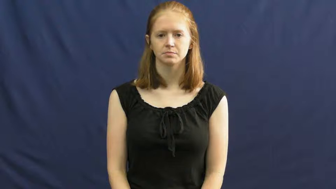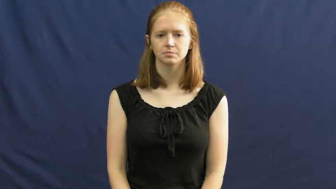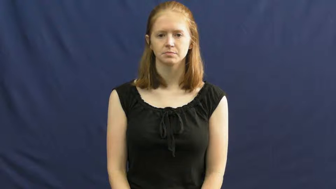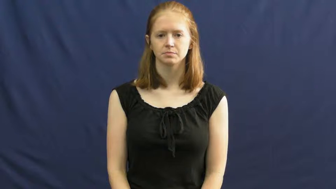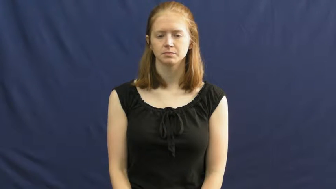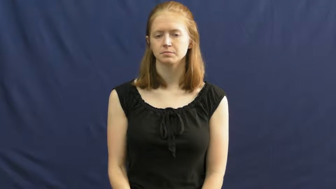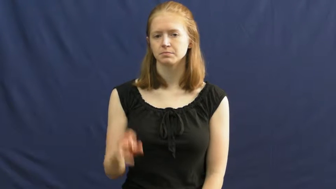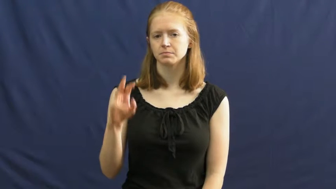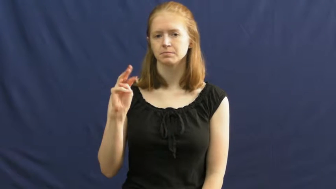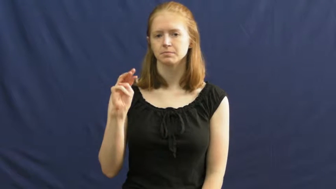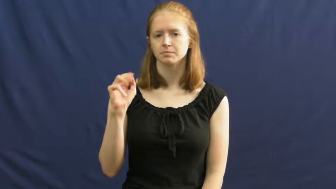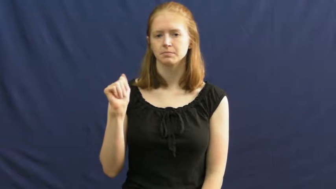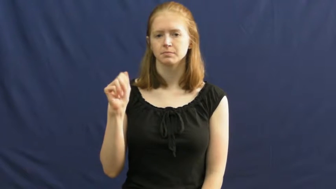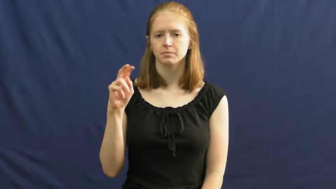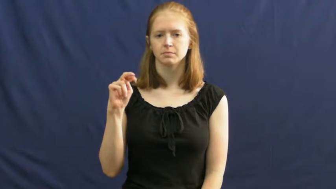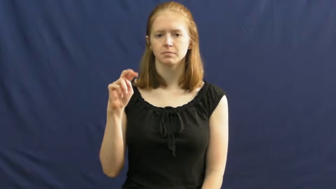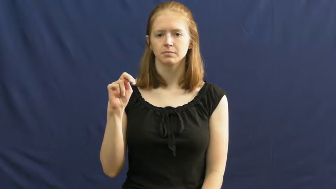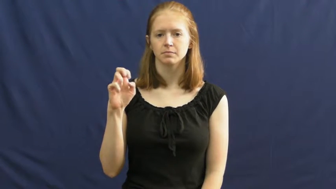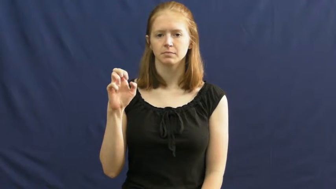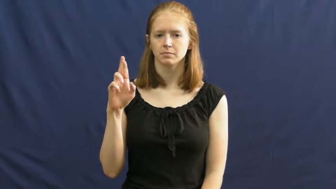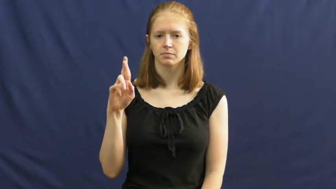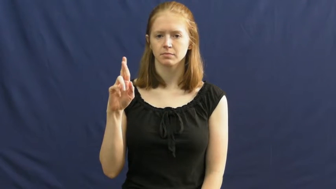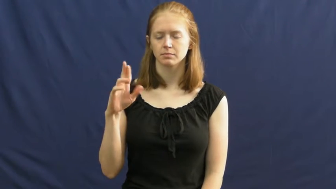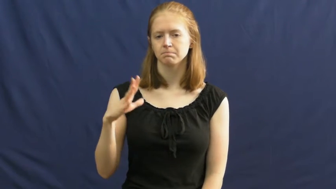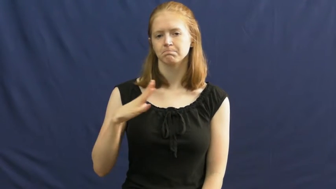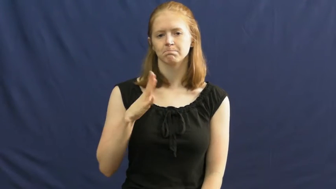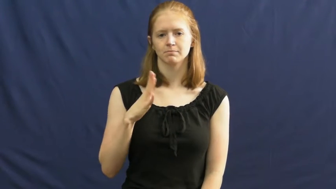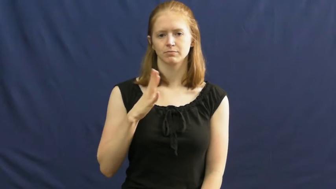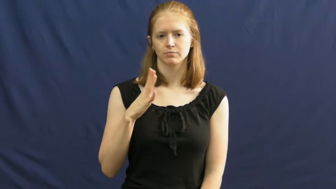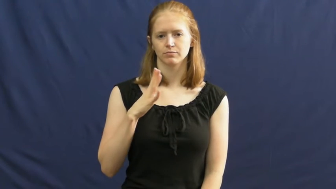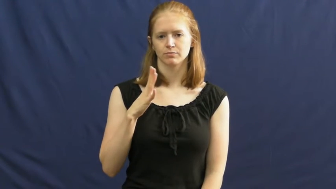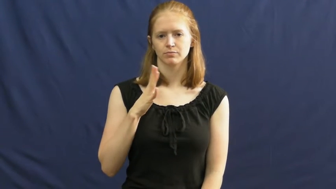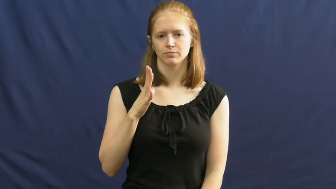manners